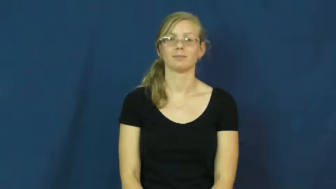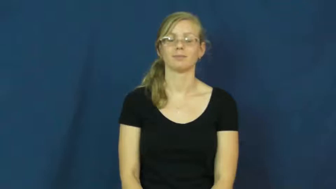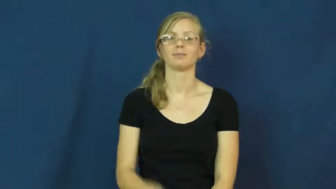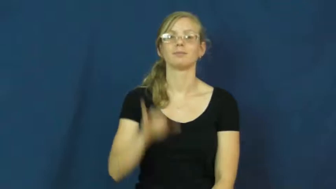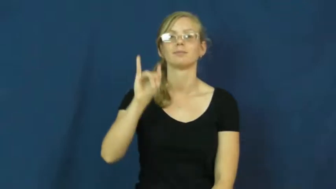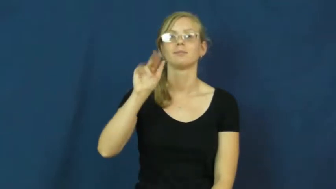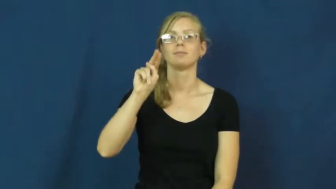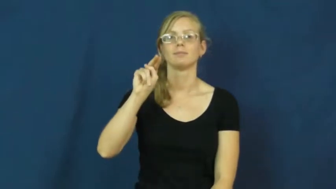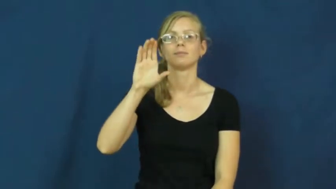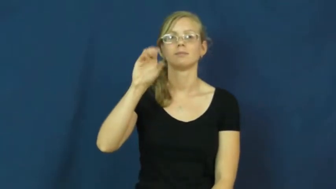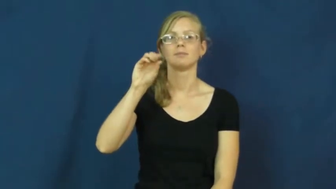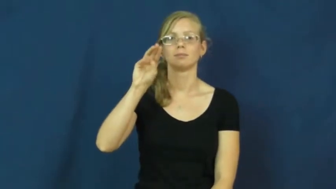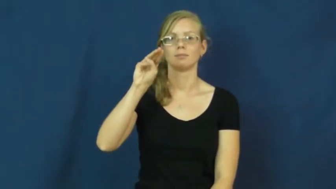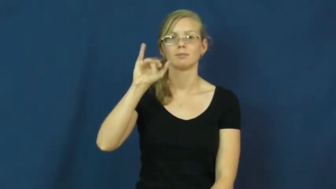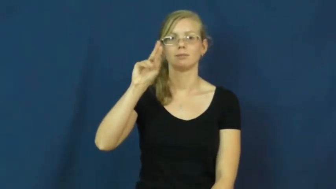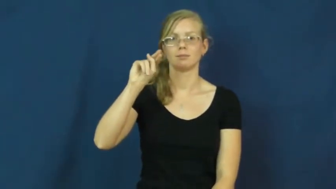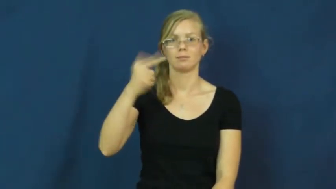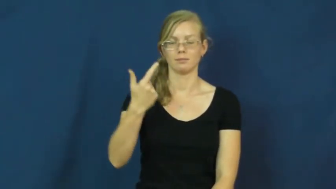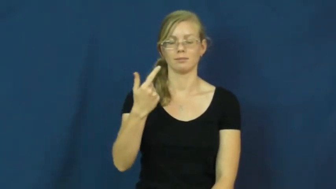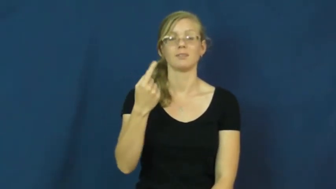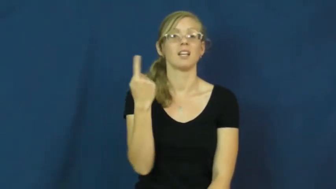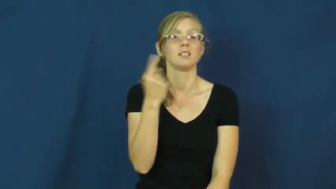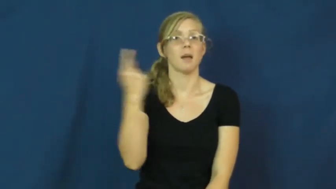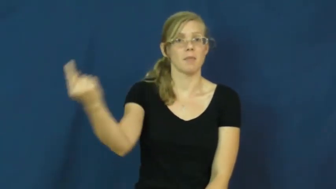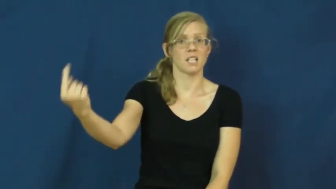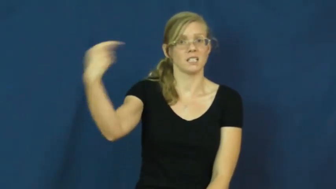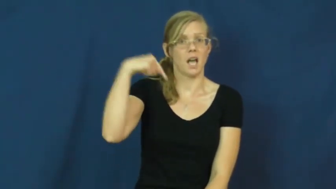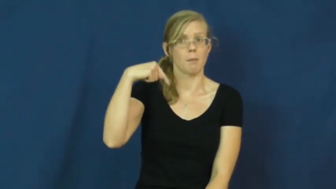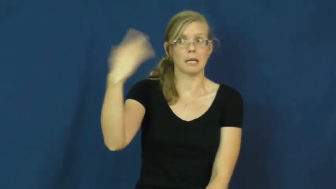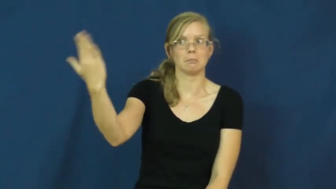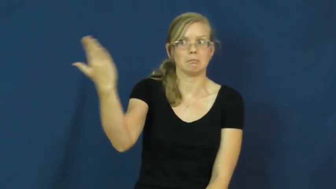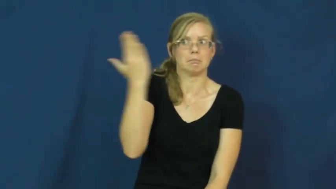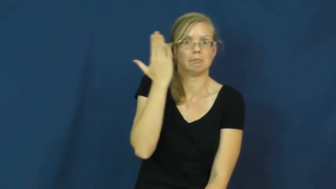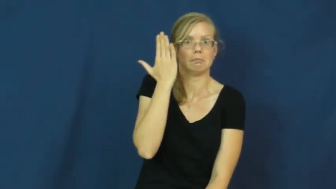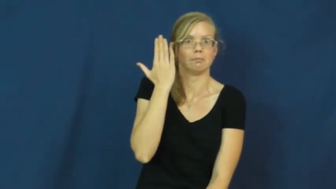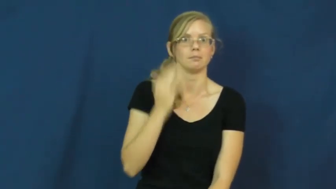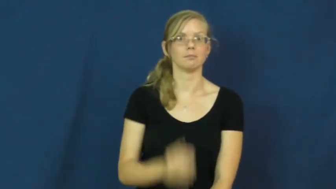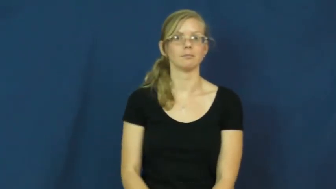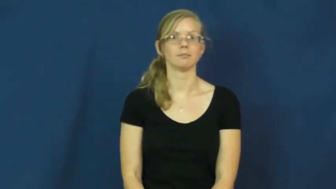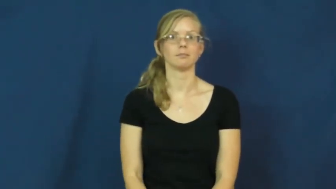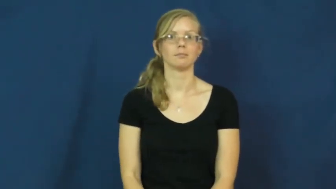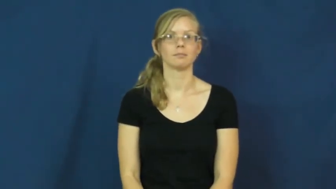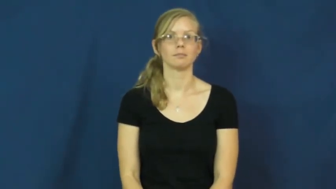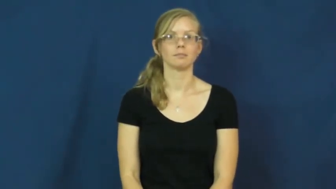incoming